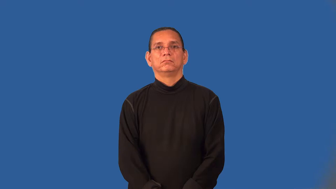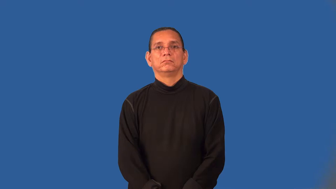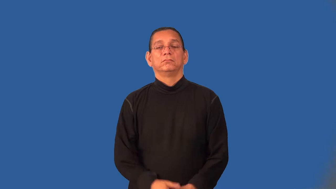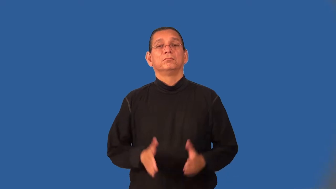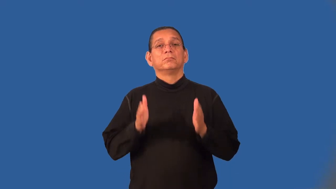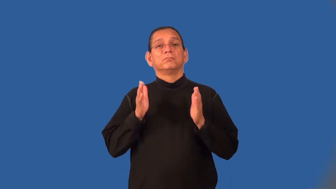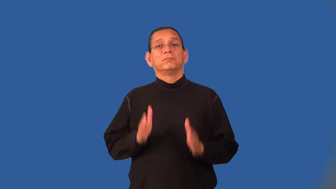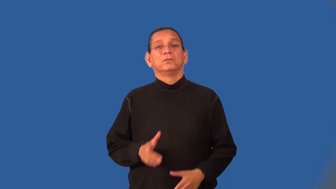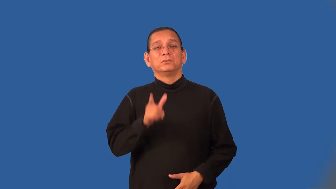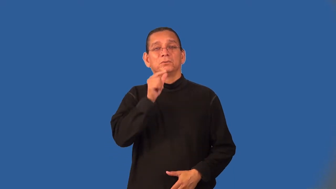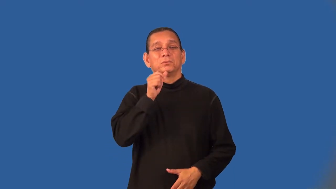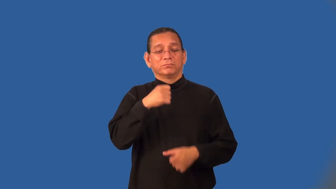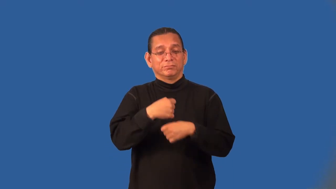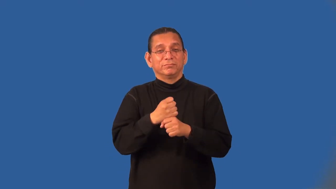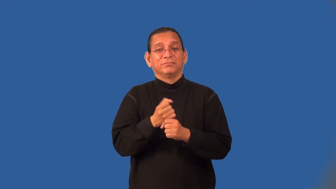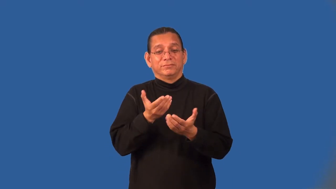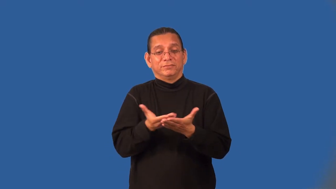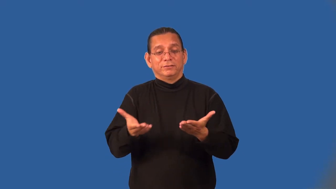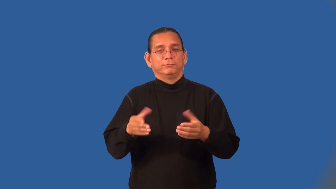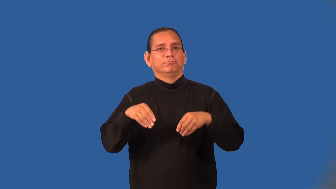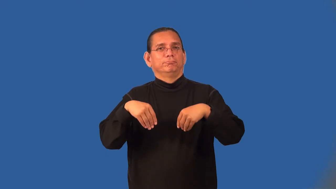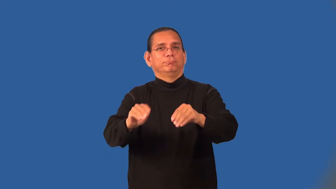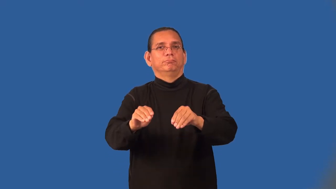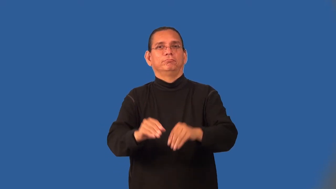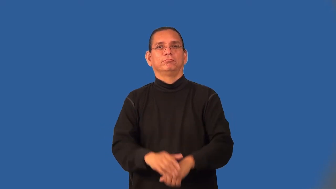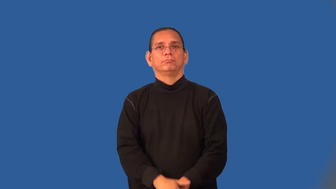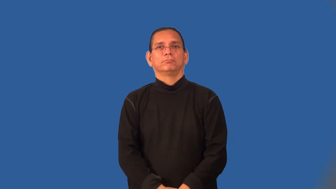manufacturer